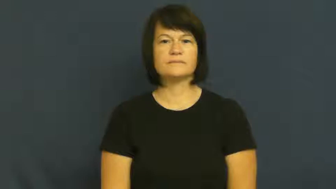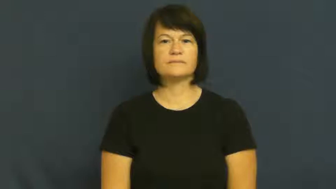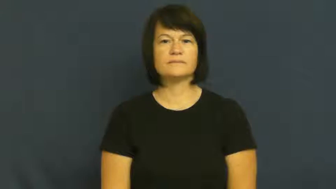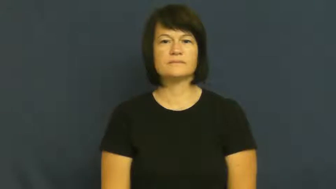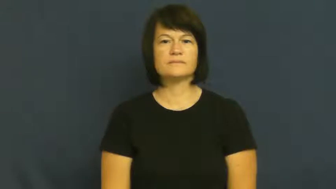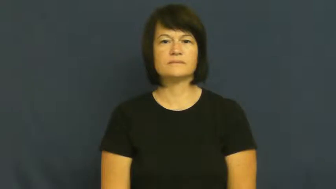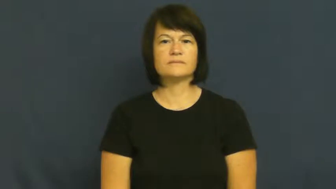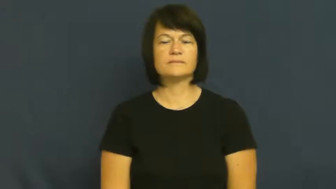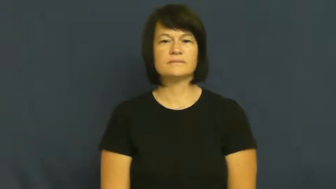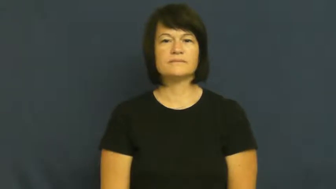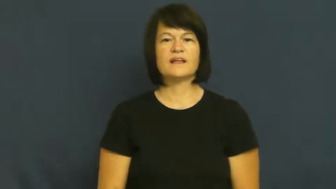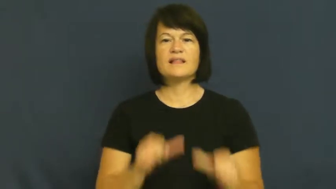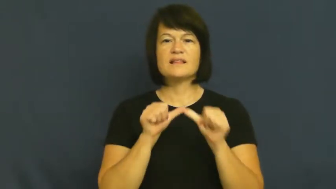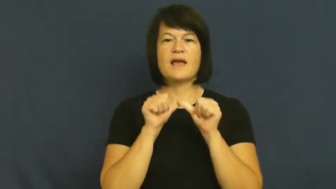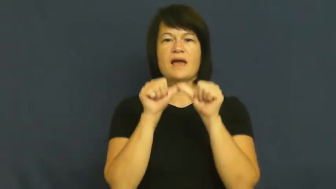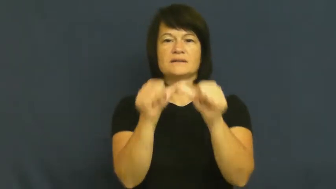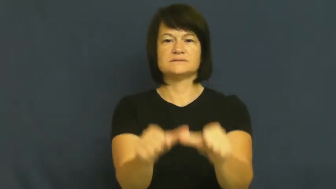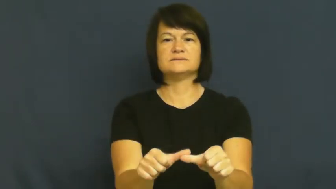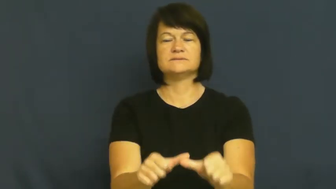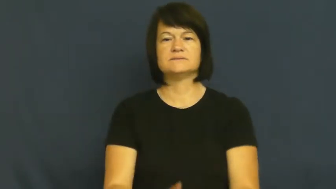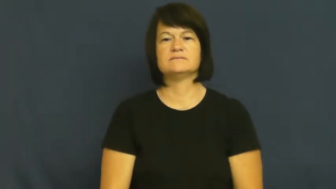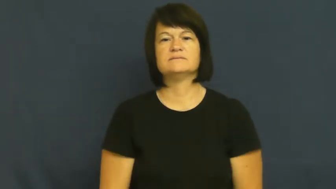maintain-continue